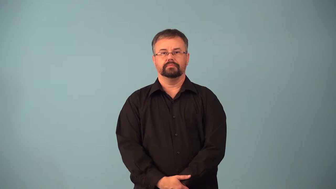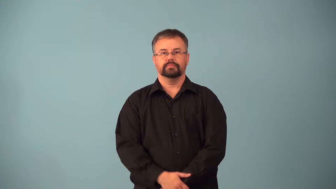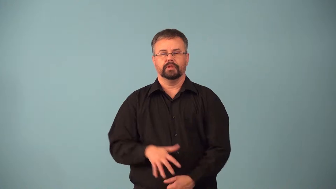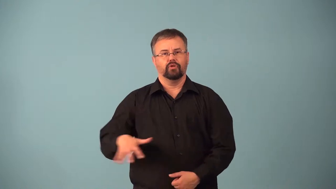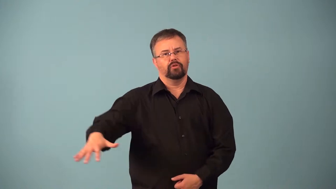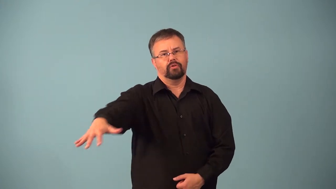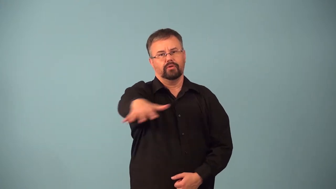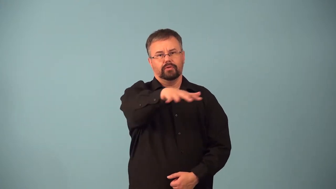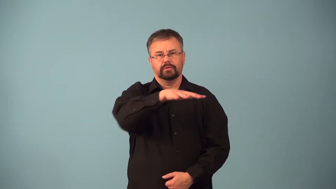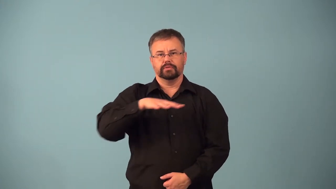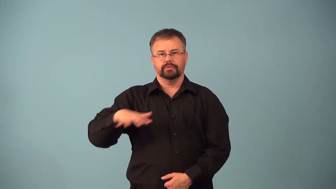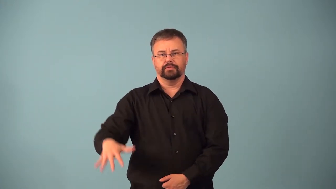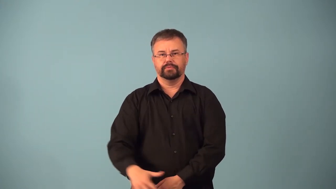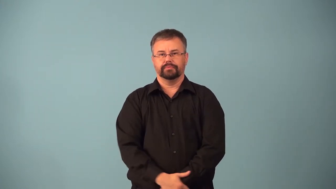across-over a full range